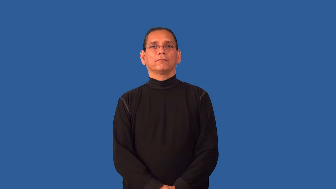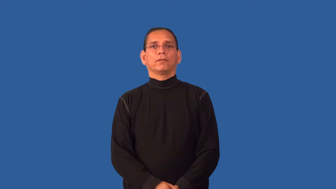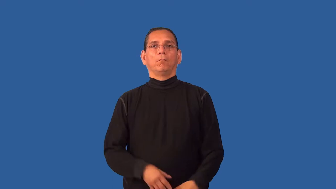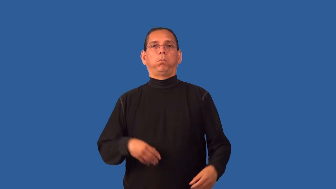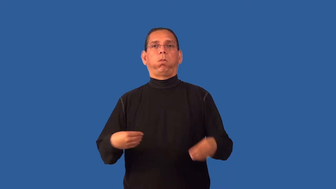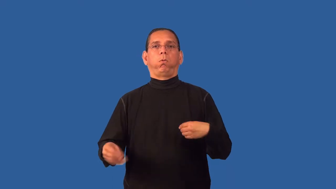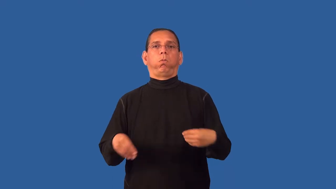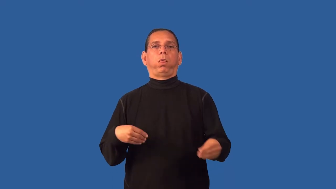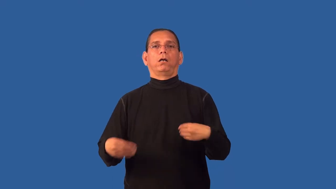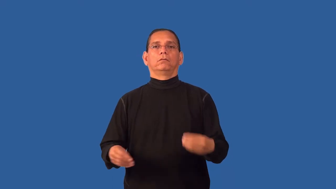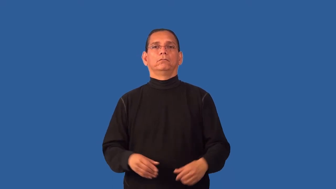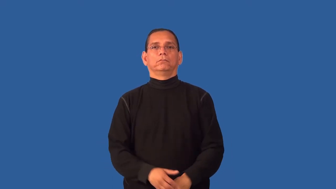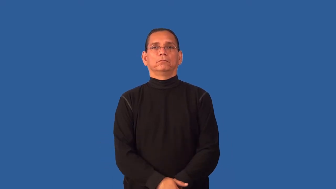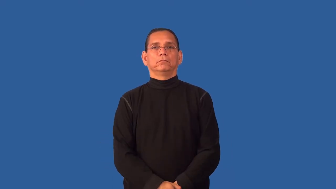flabby,dumpy